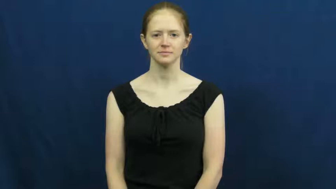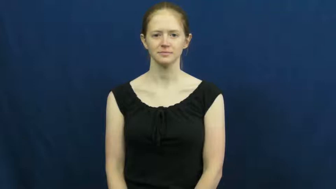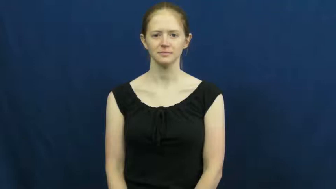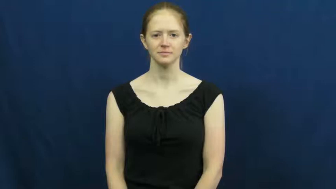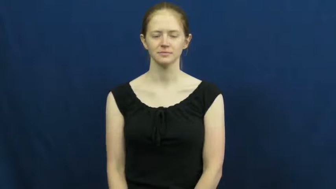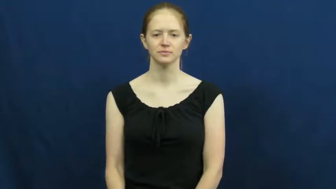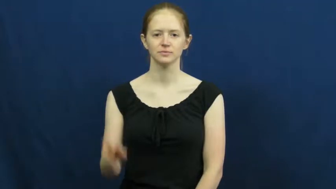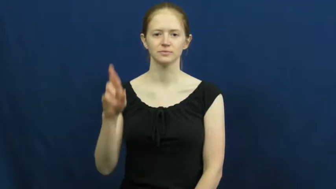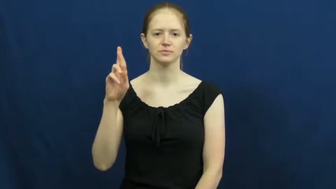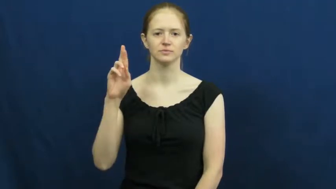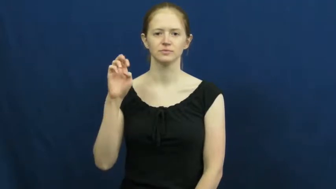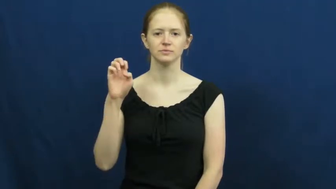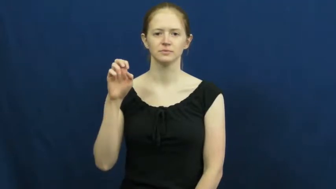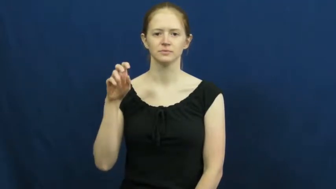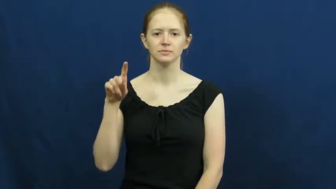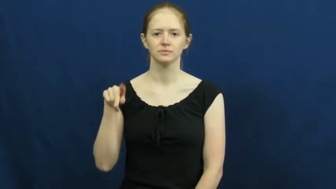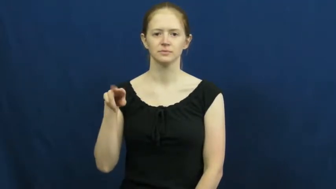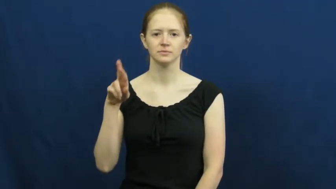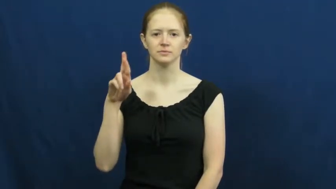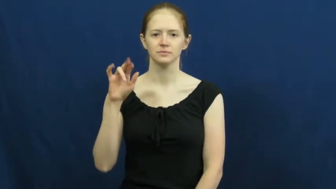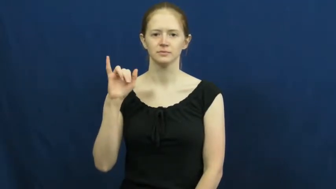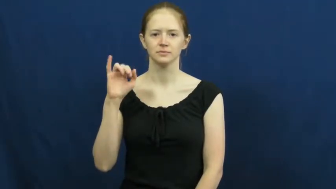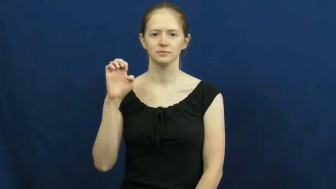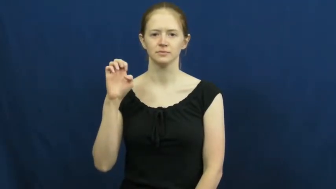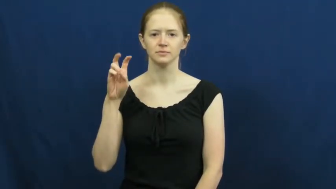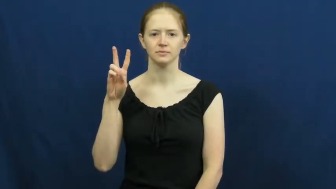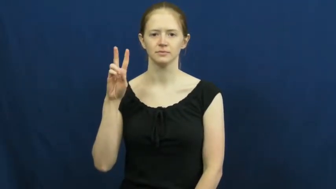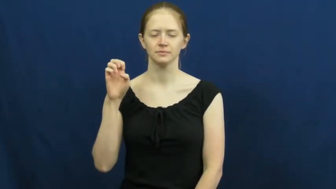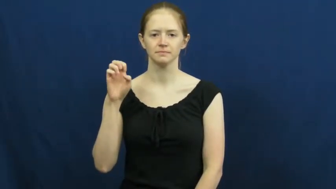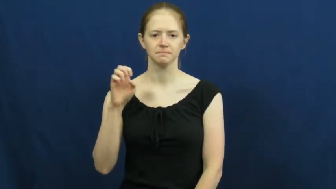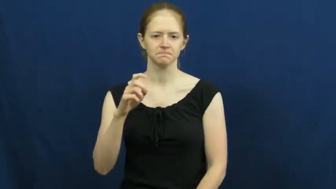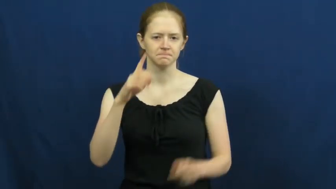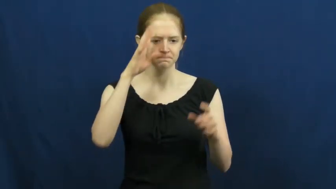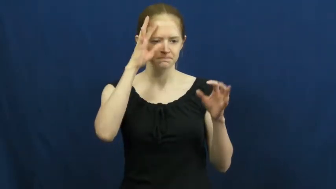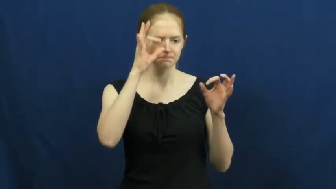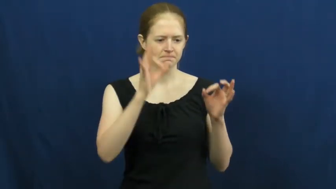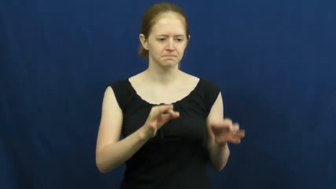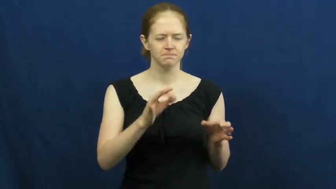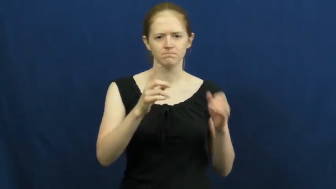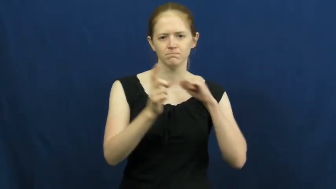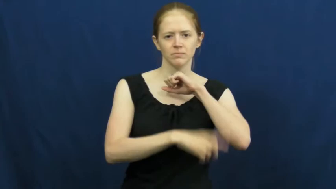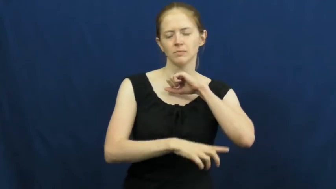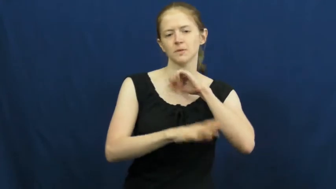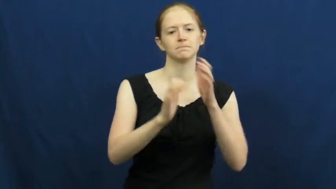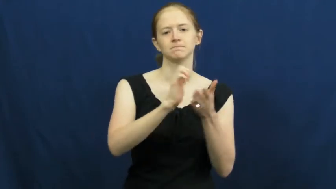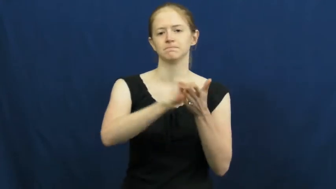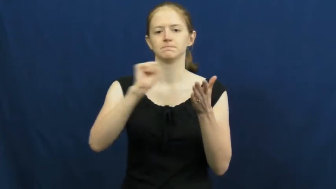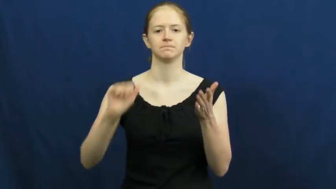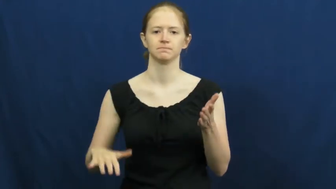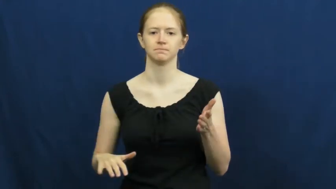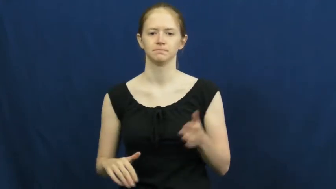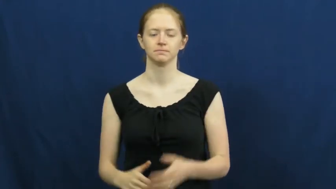reprieve